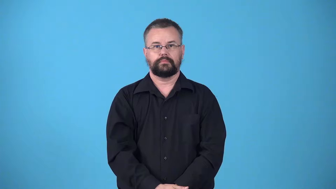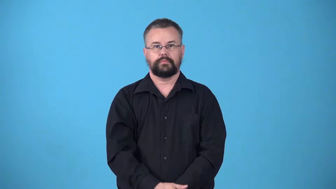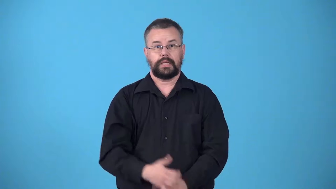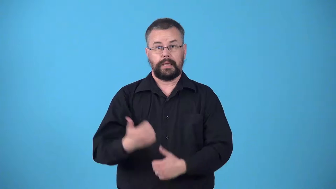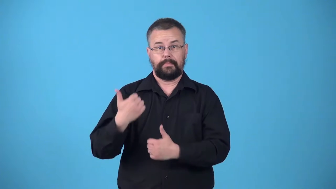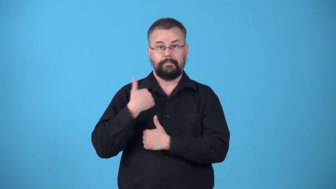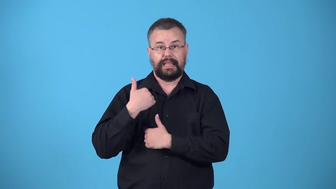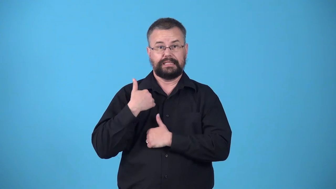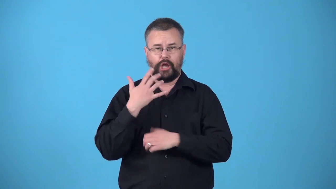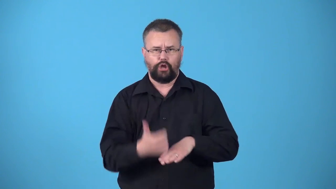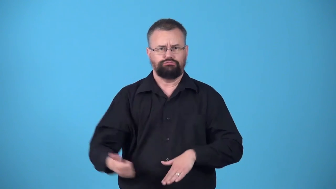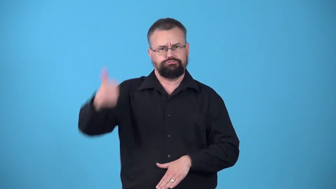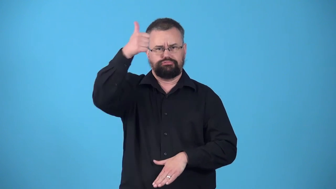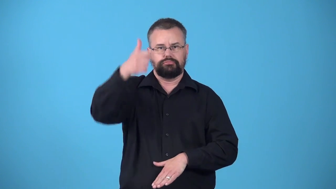warlord